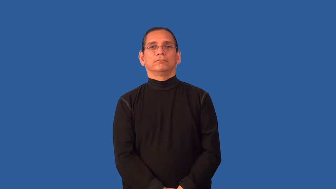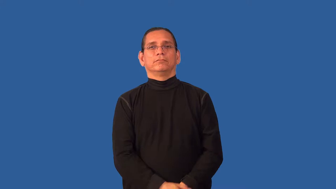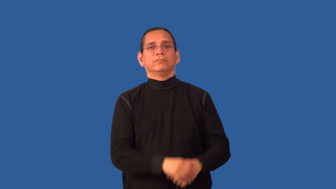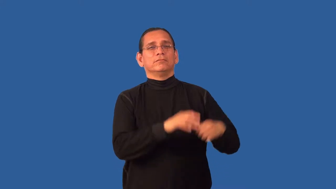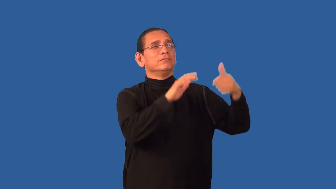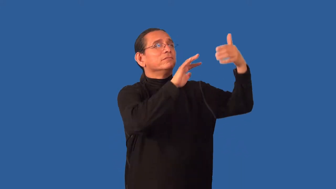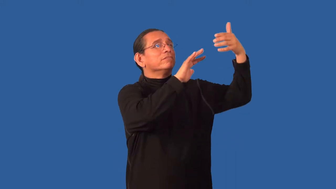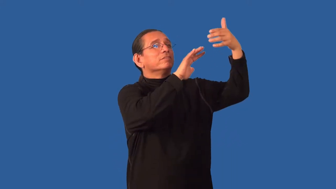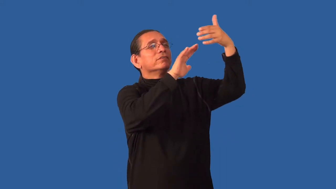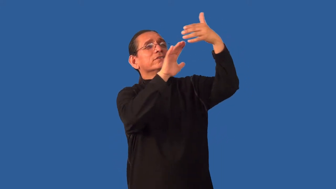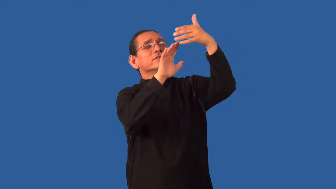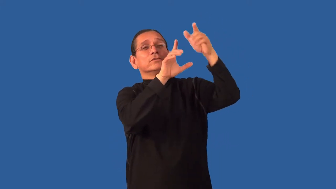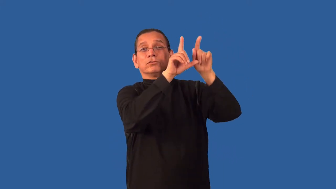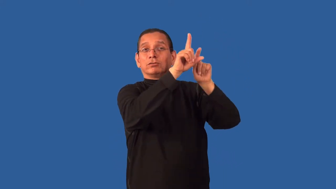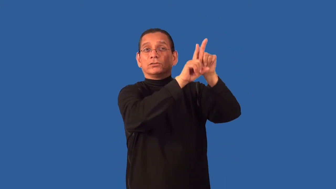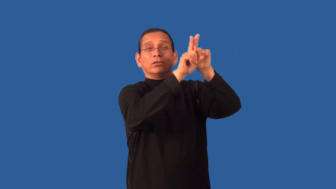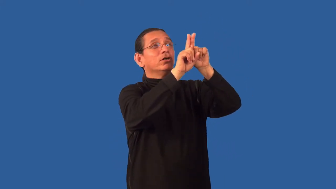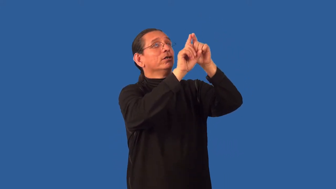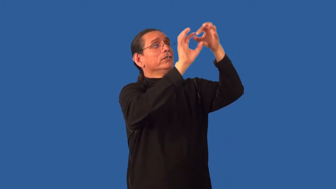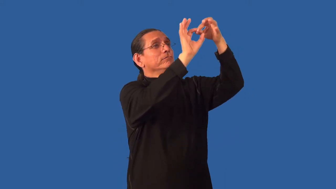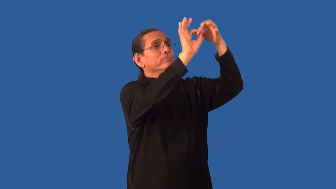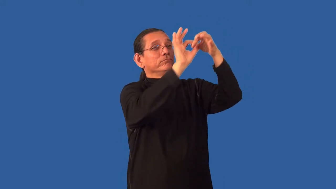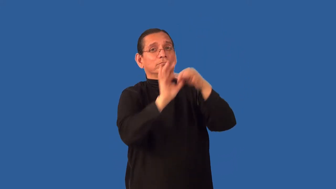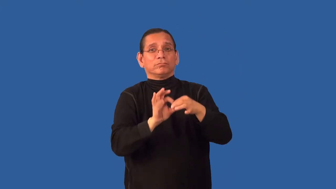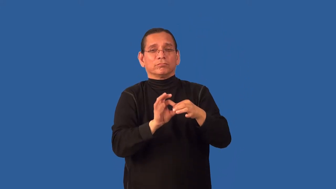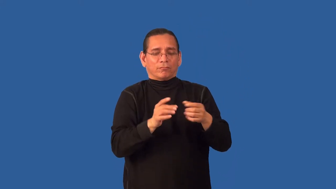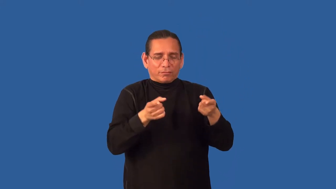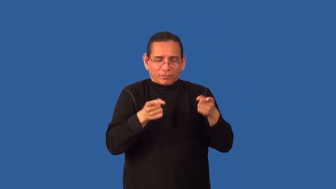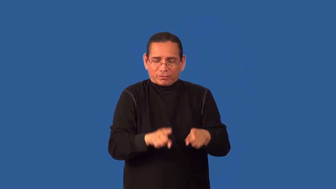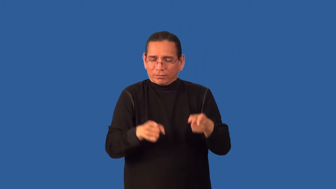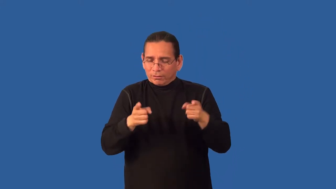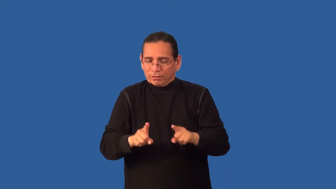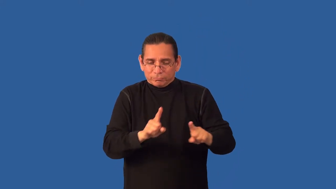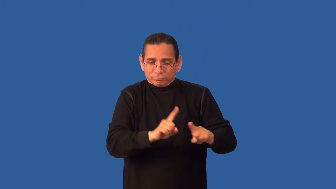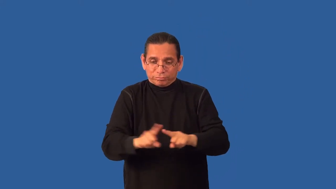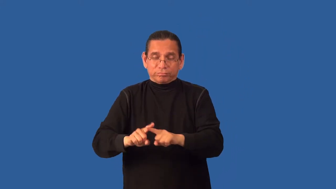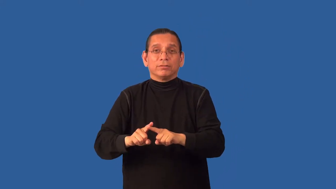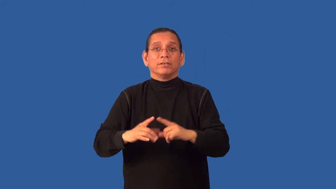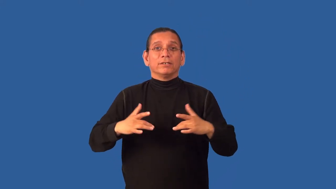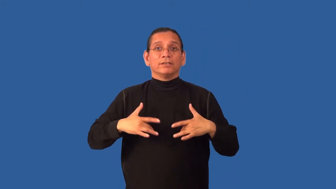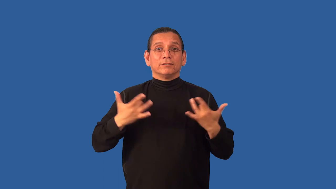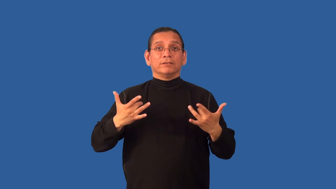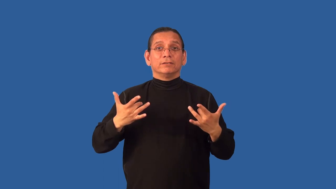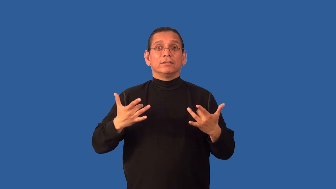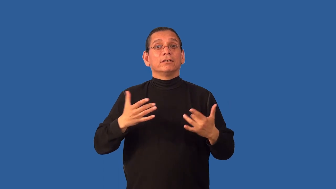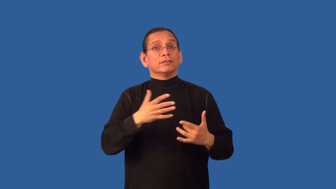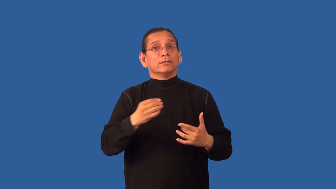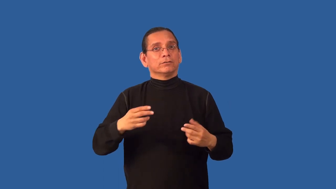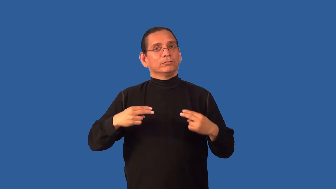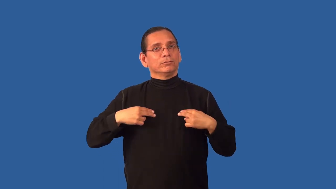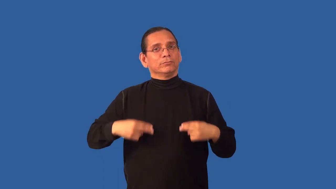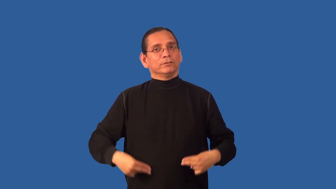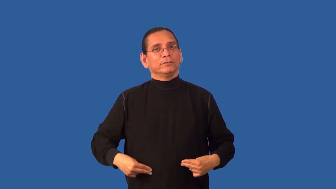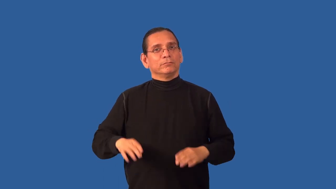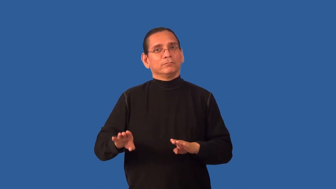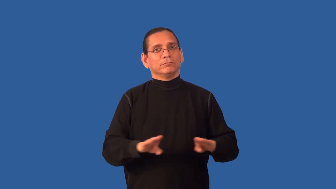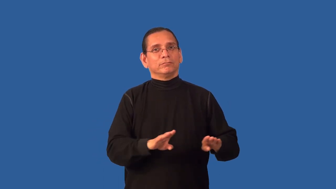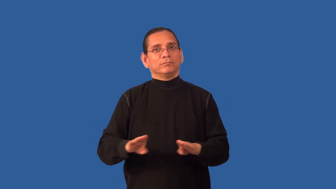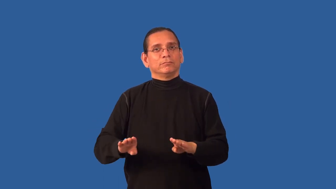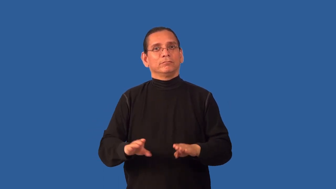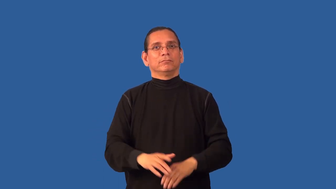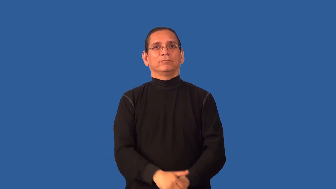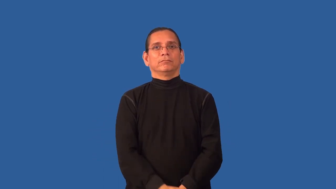astrology